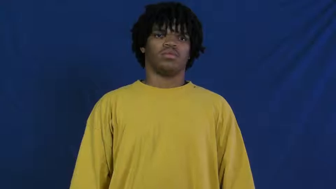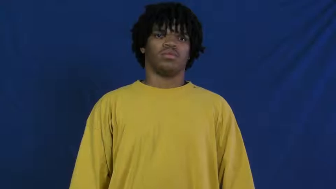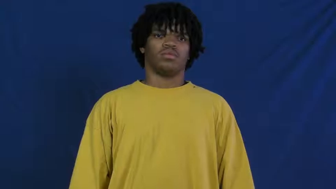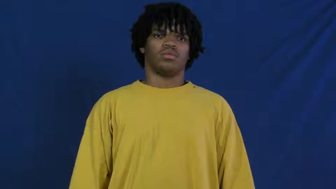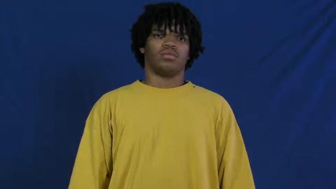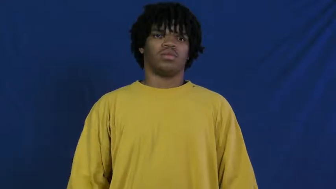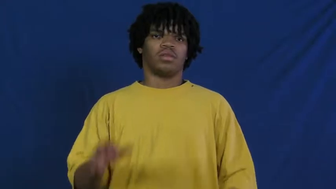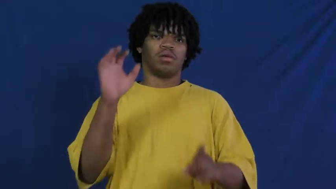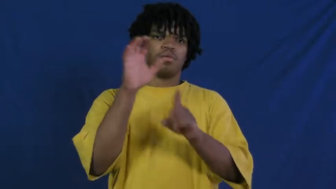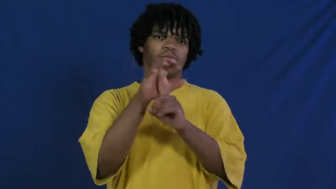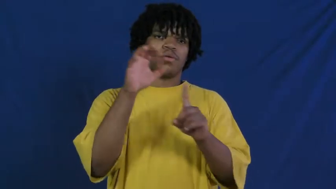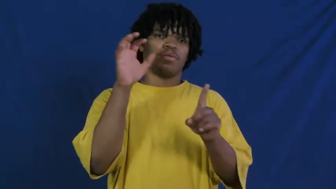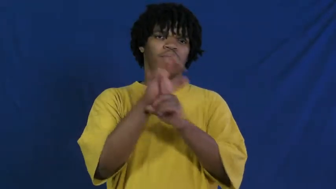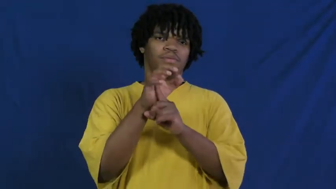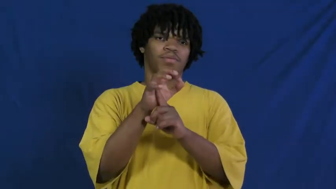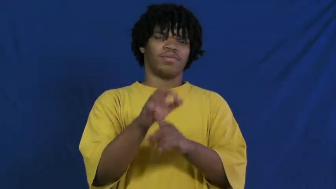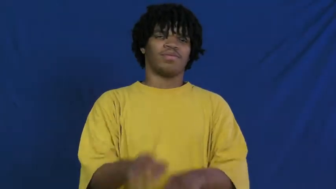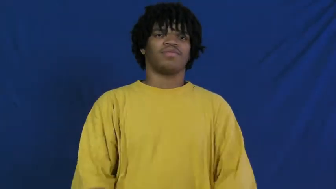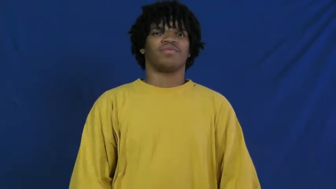popular,pop,big